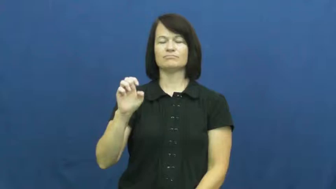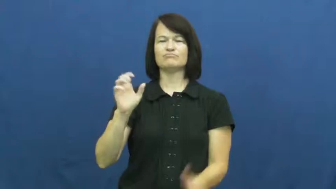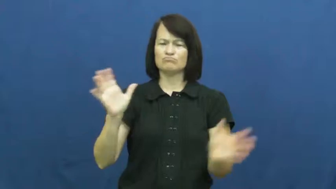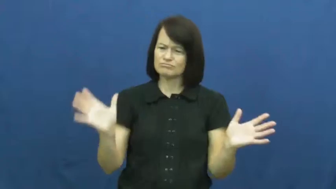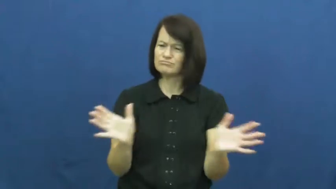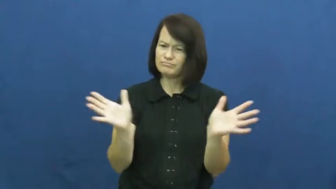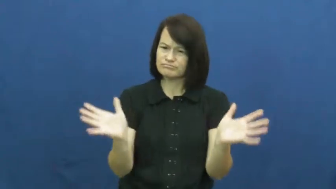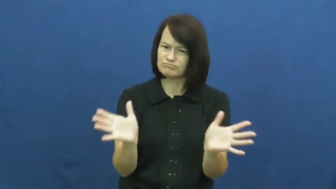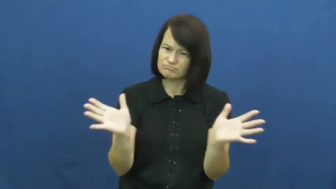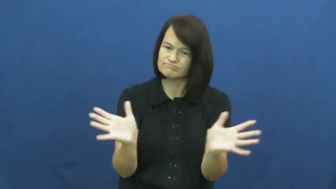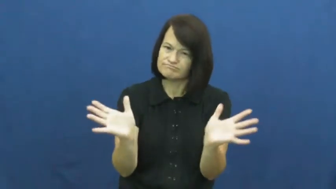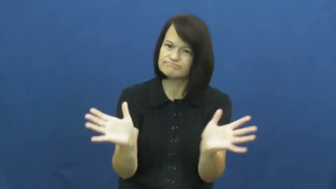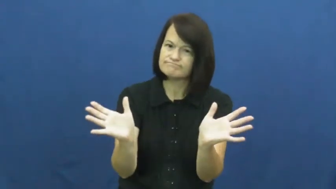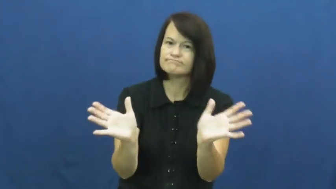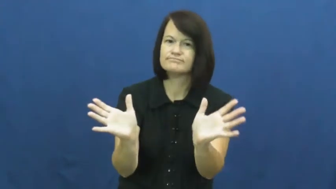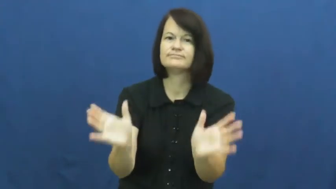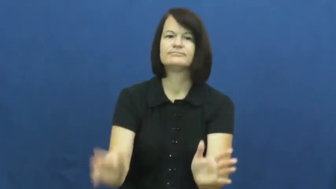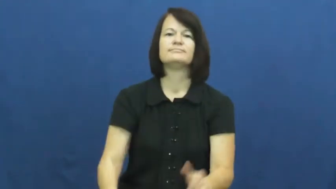urge,urge on,put up to,prod